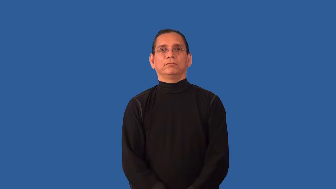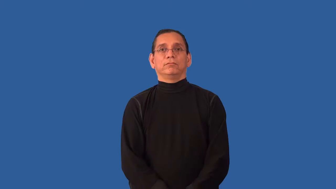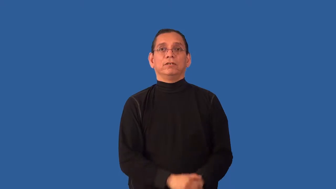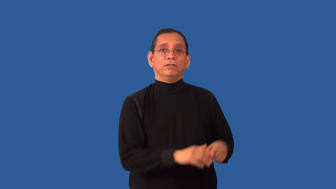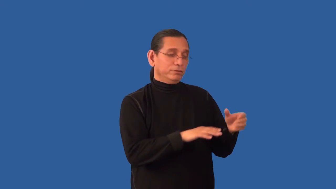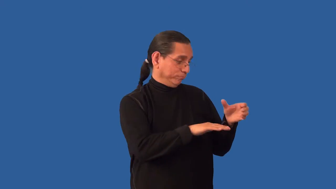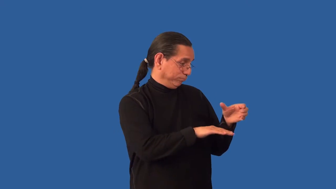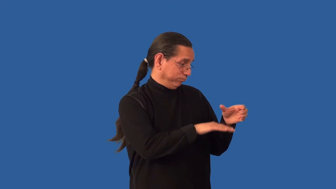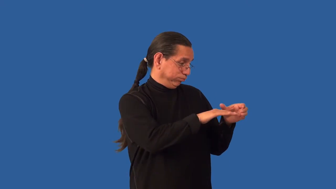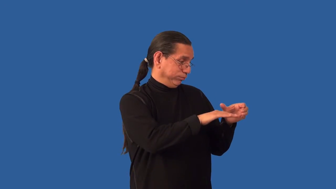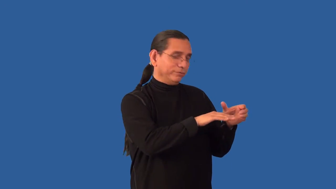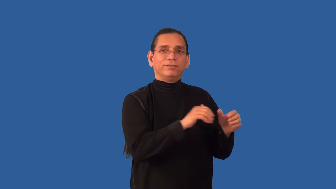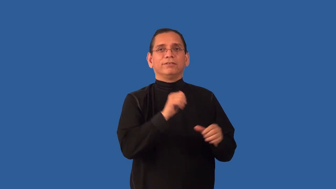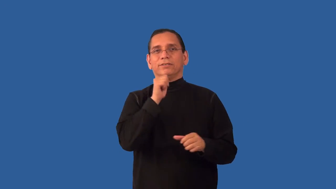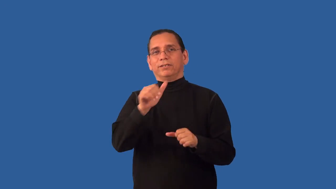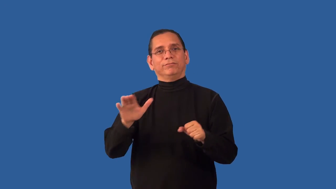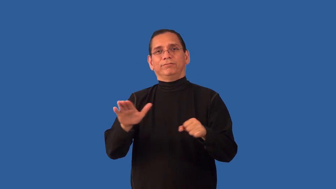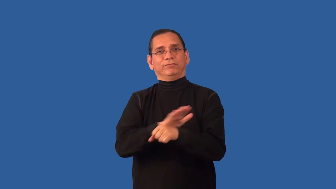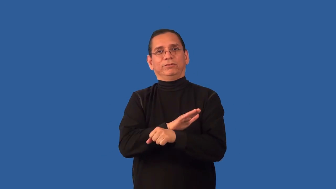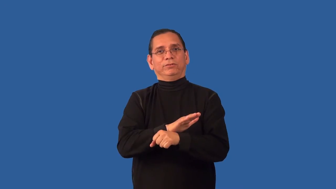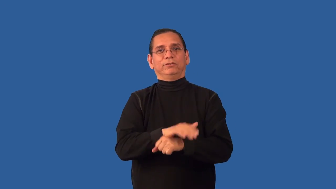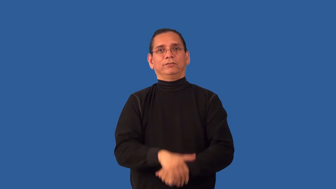unfilled-cup